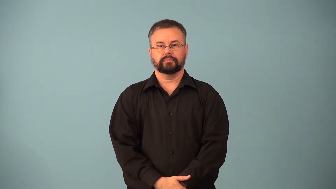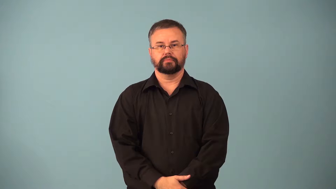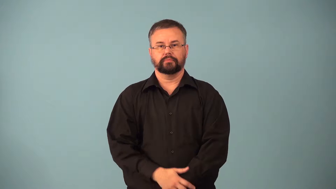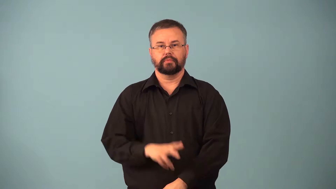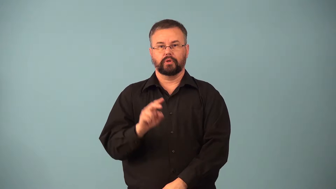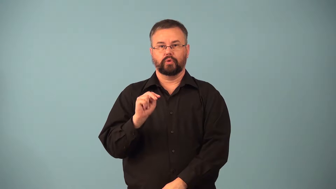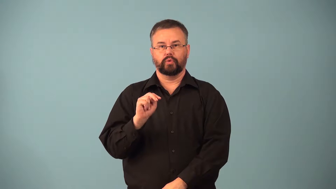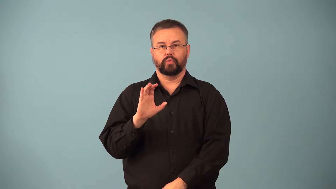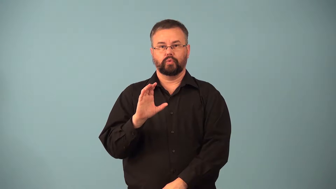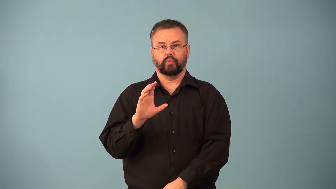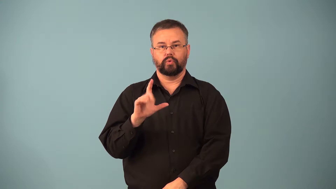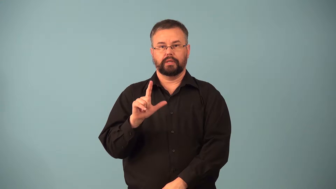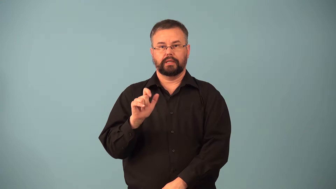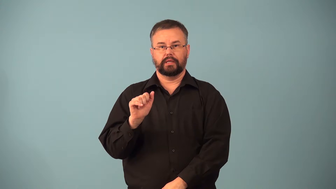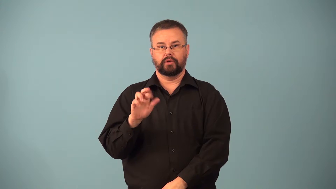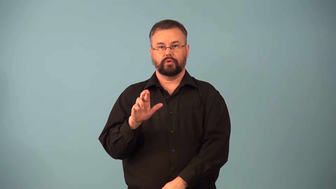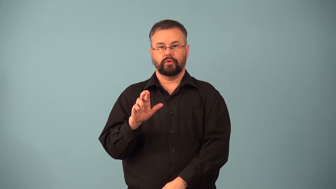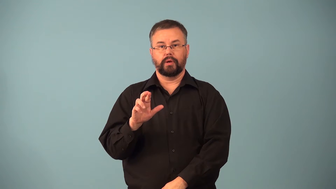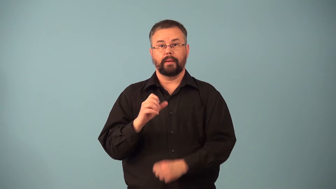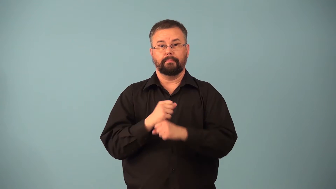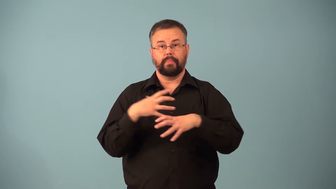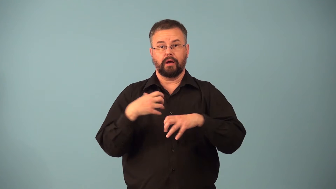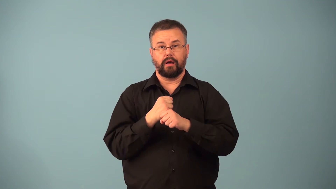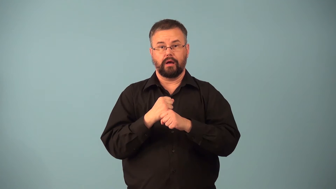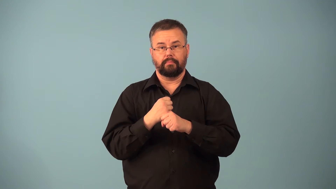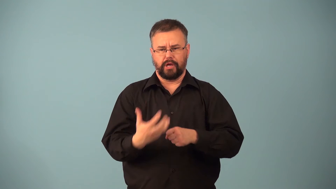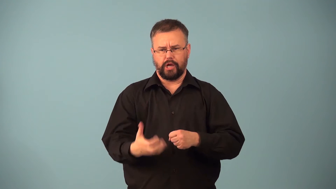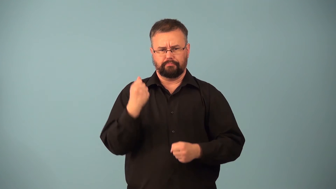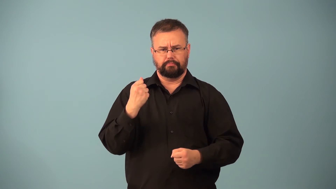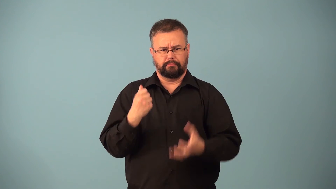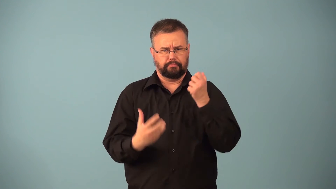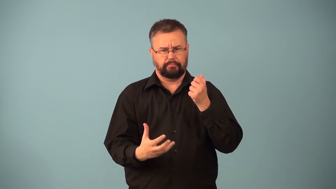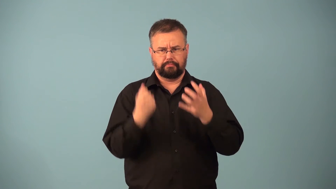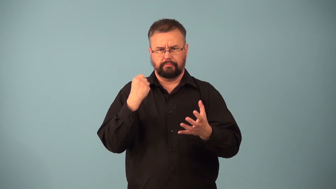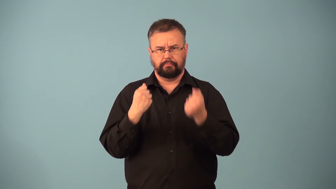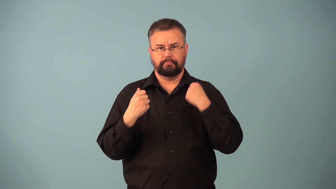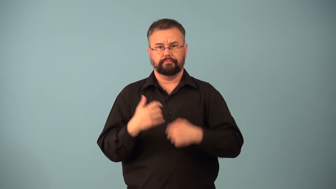denuclearize